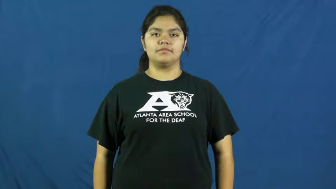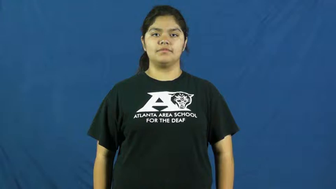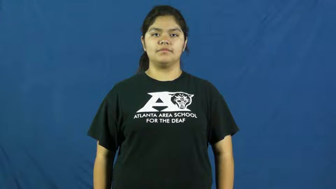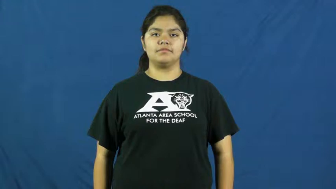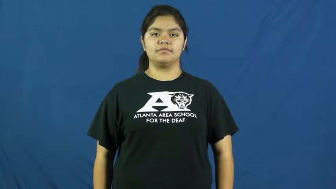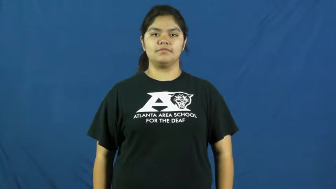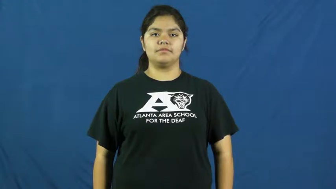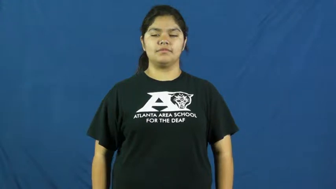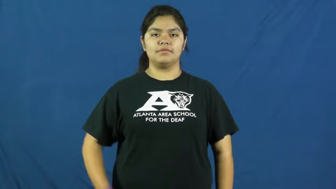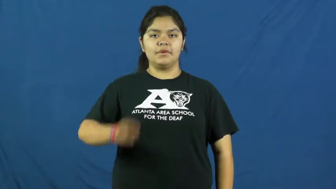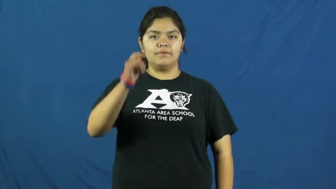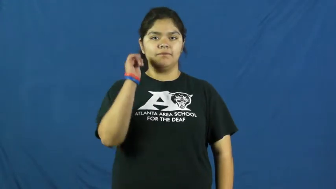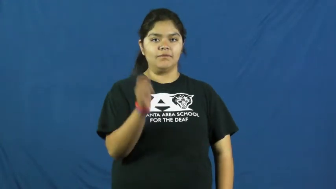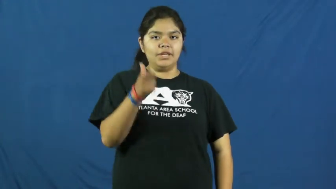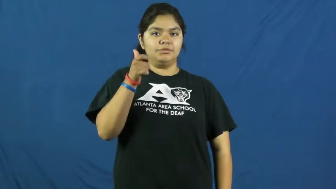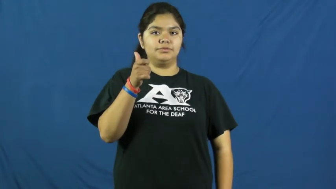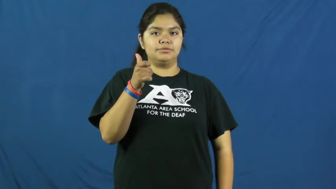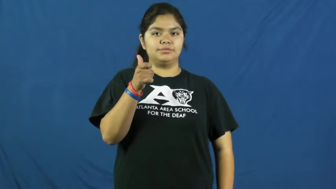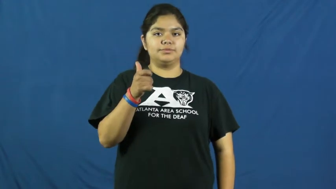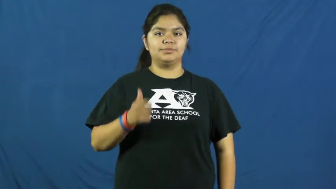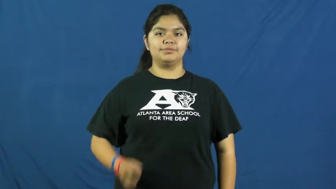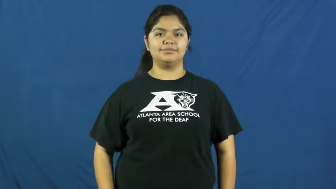quick,zippy,allegro,apace,crisp,jiffy,snappy,uptempo,instancy